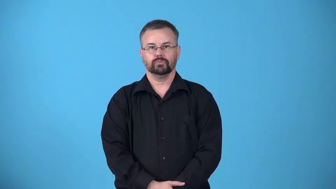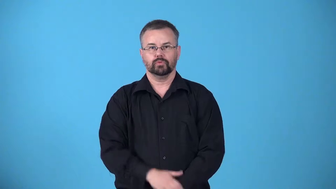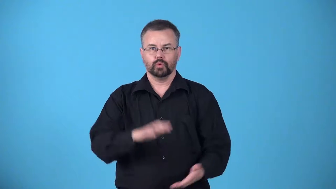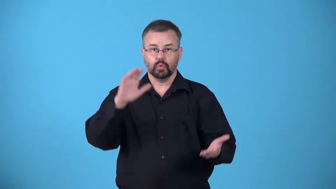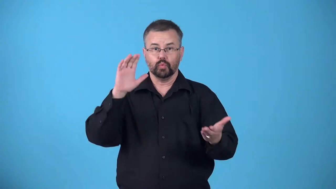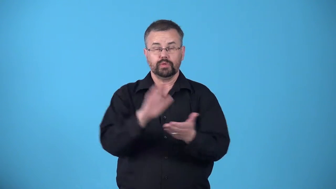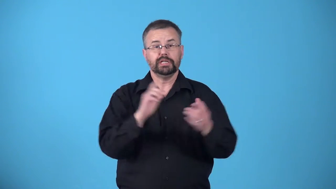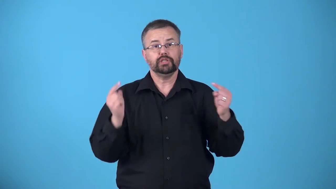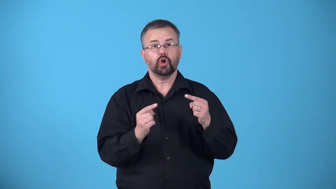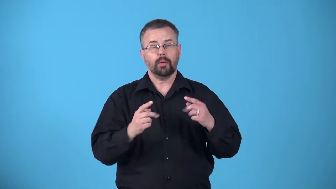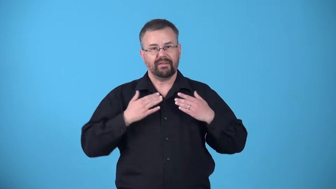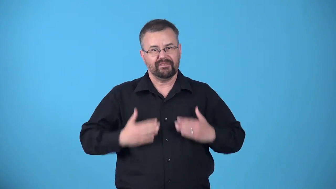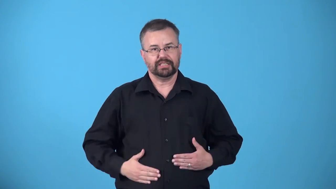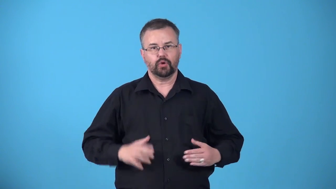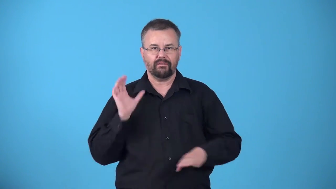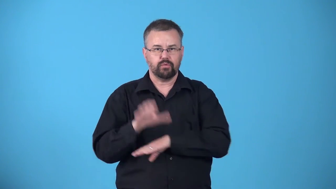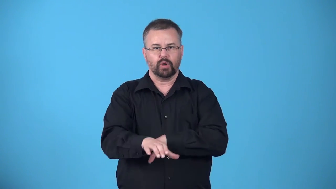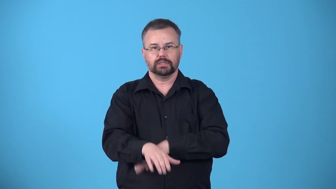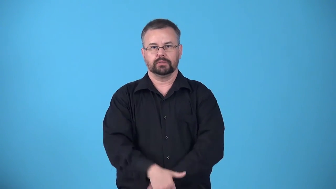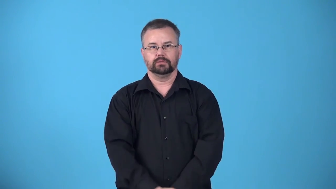absorb-reduce the harmful effects of a physical force